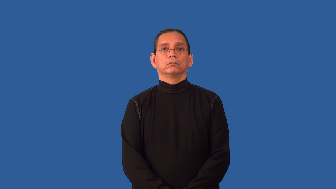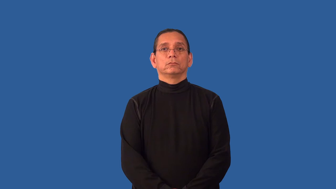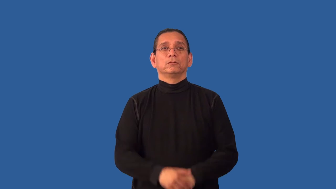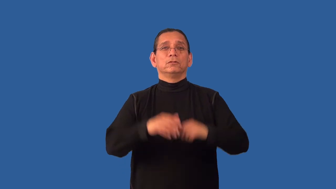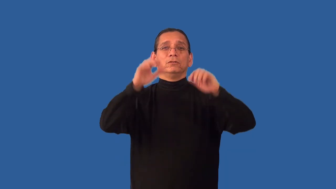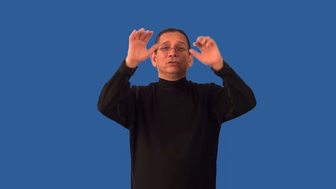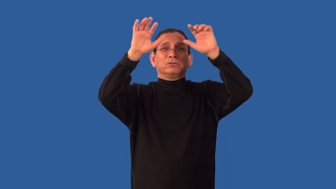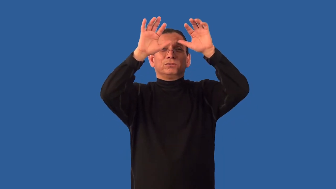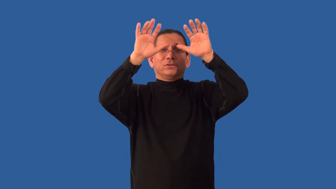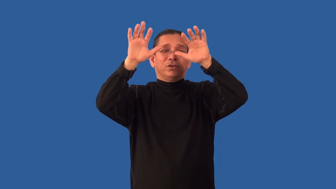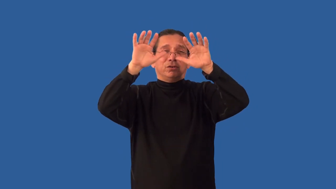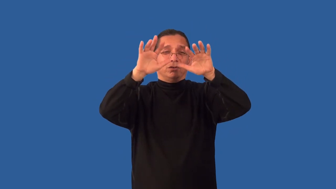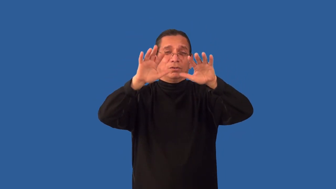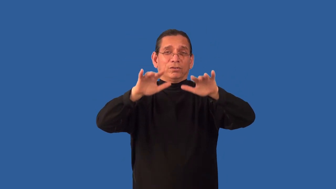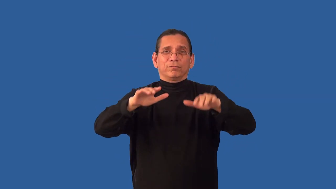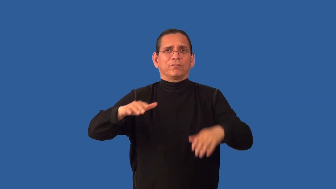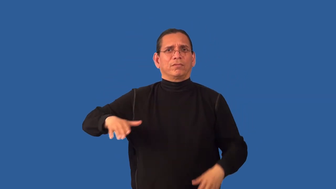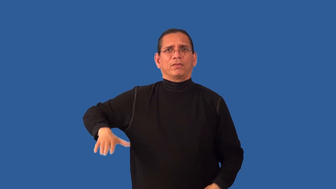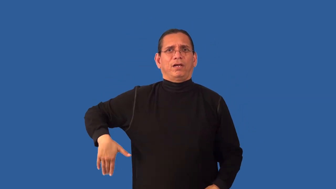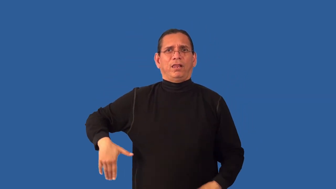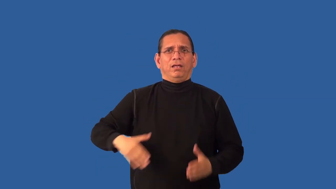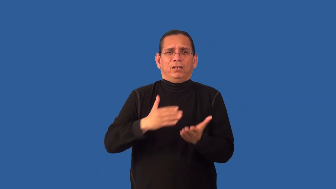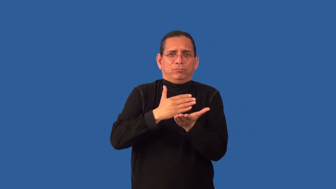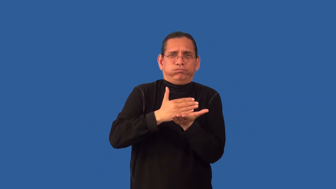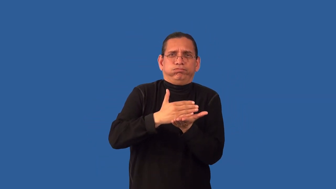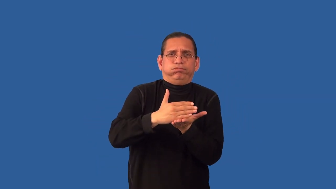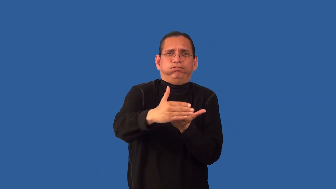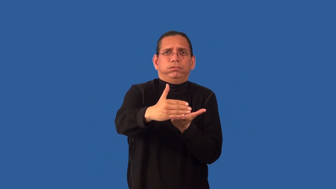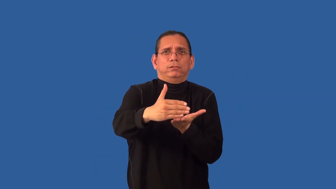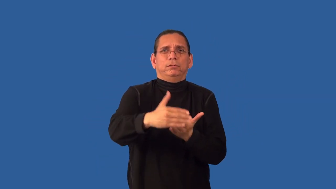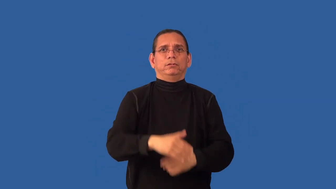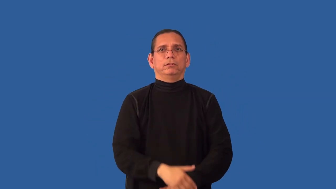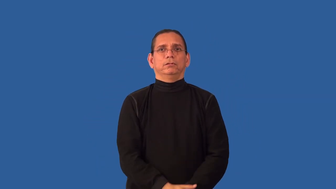unplowed-snow